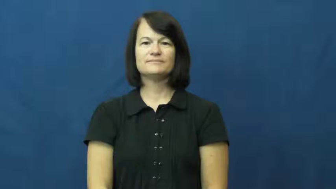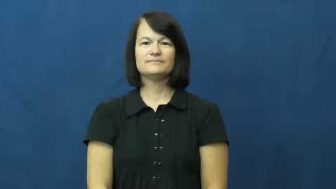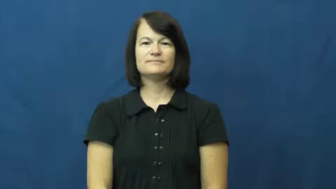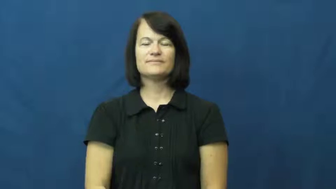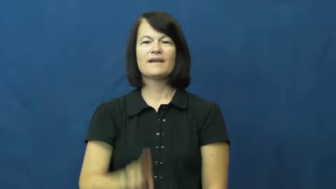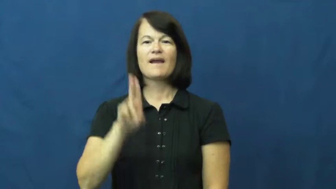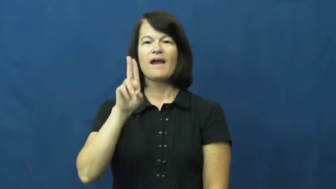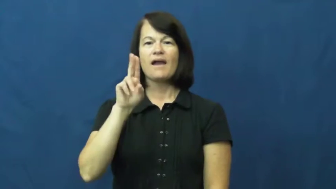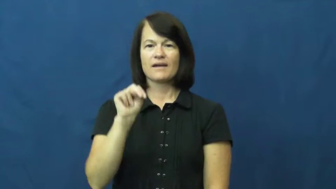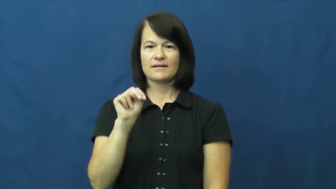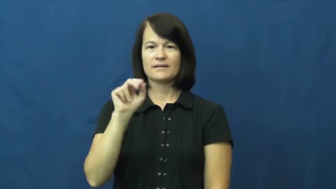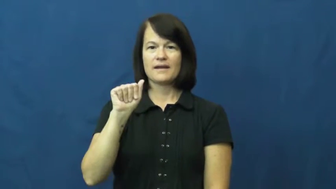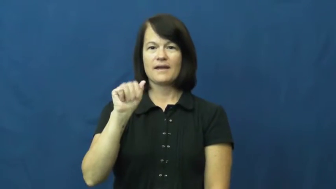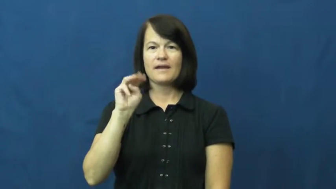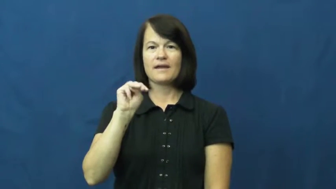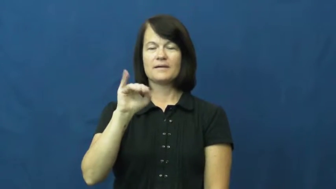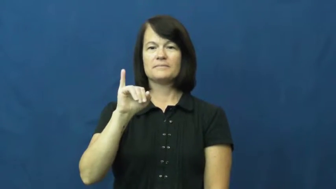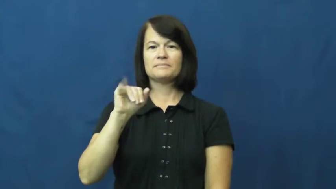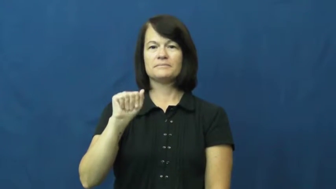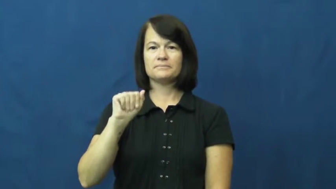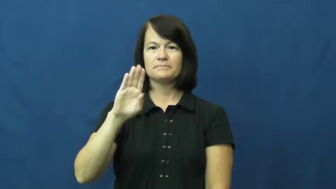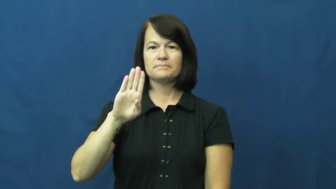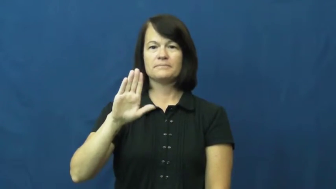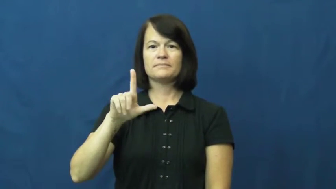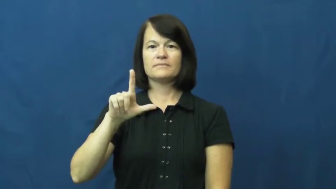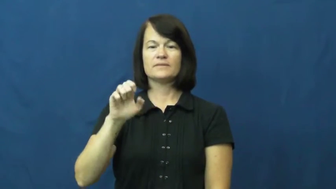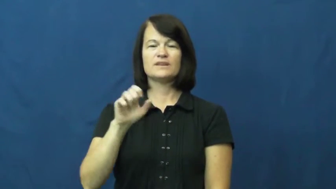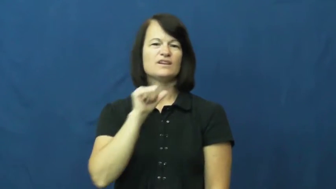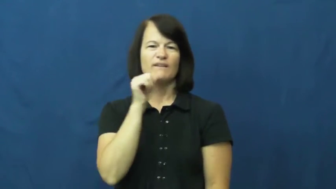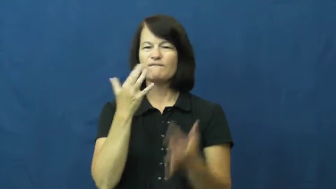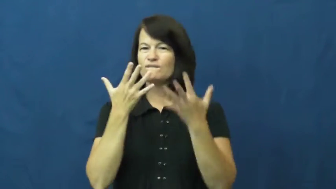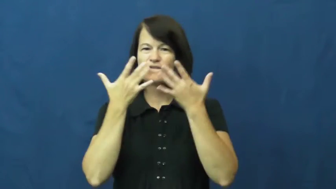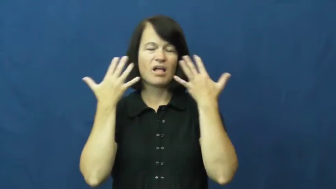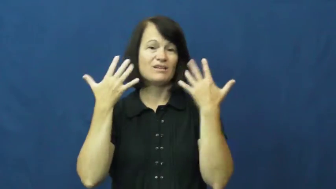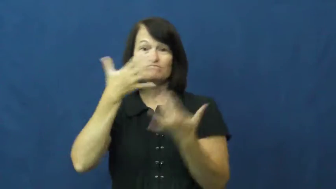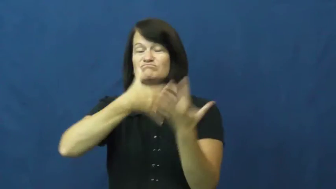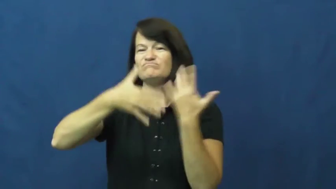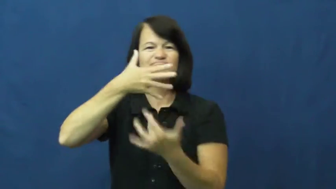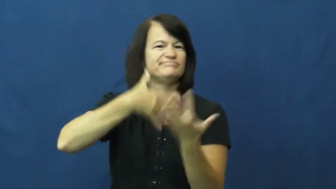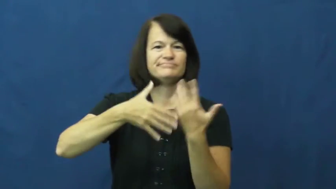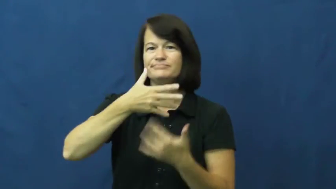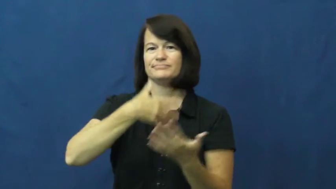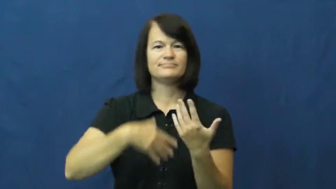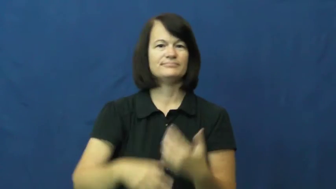unamiable